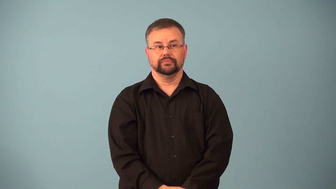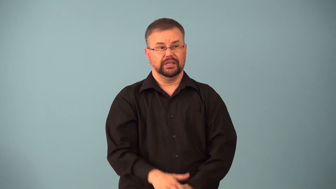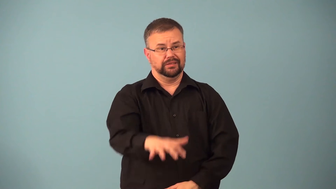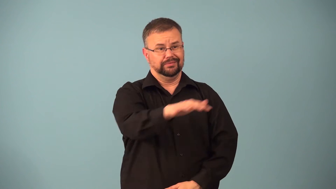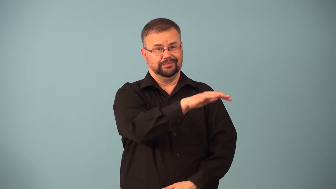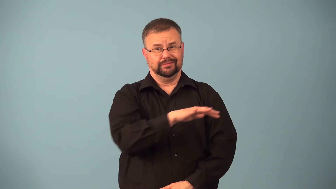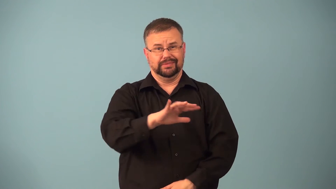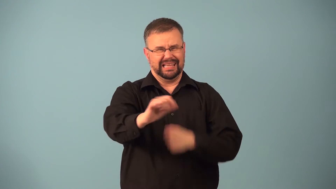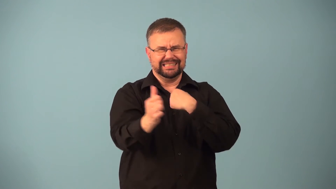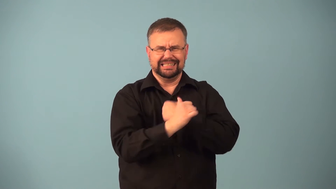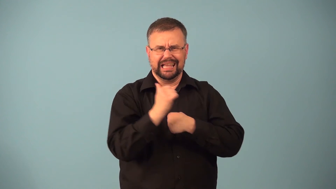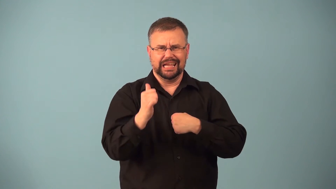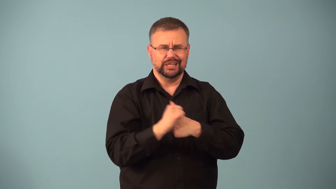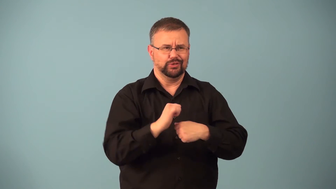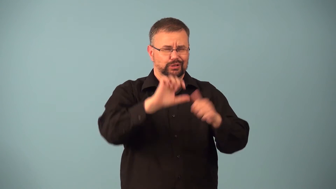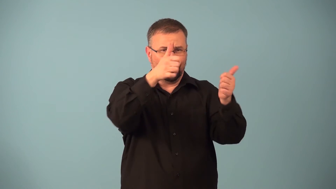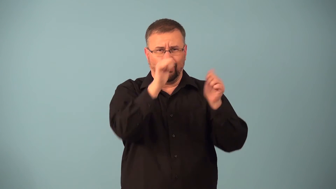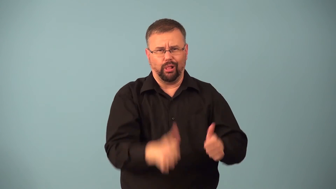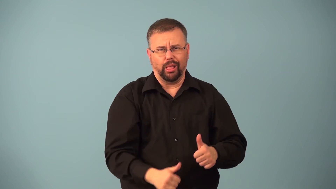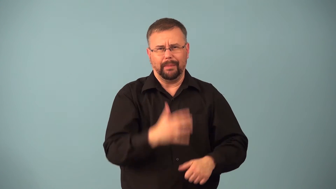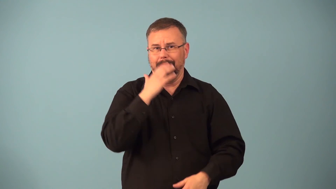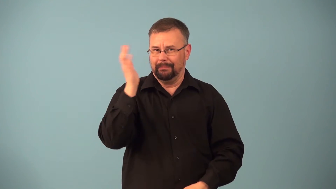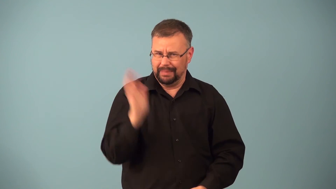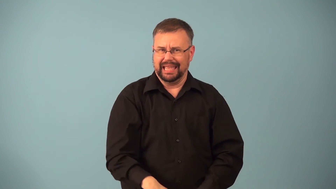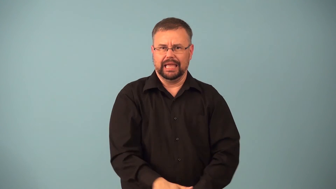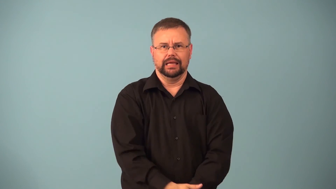hellhole